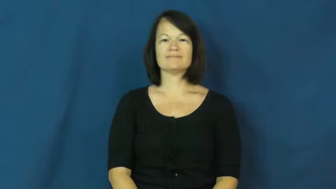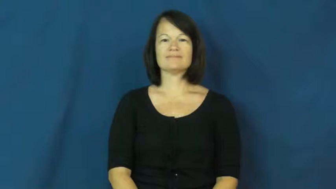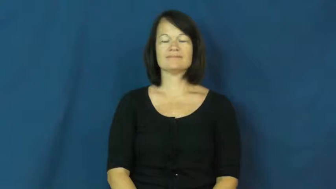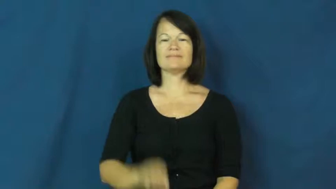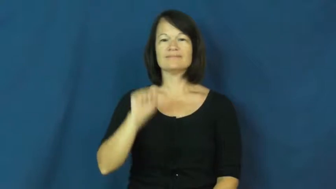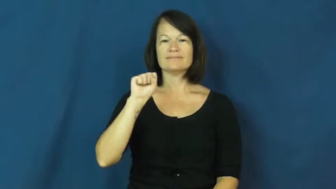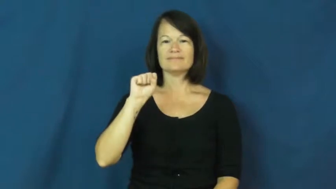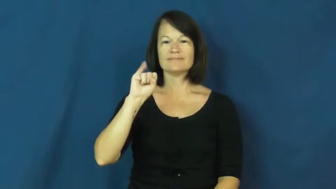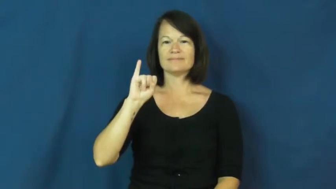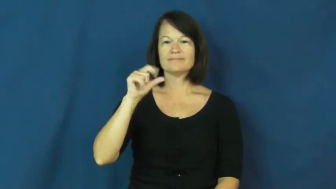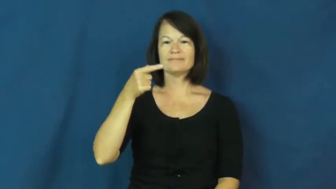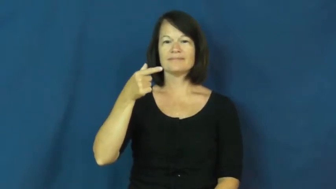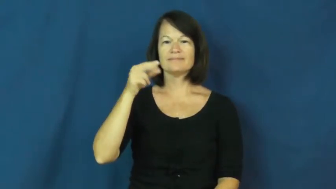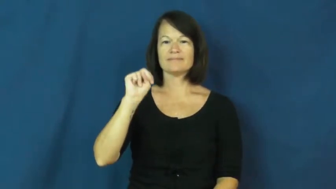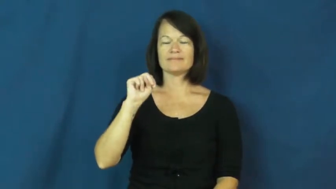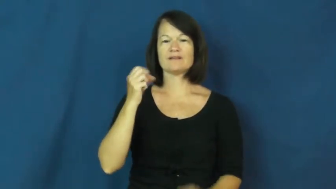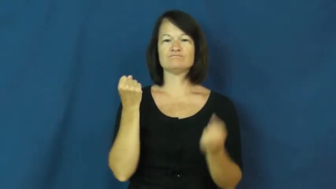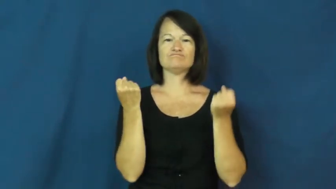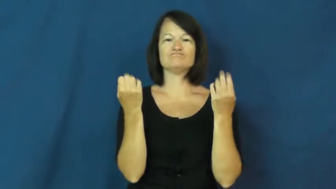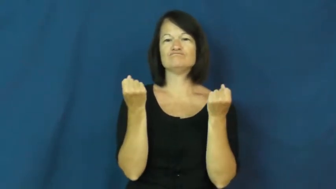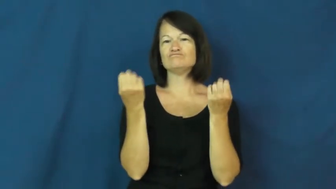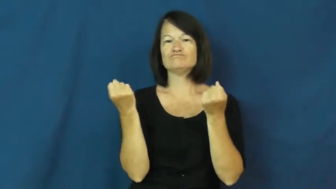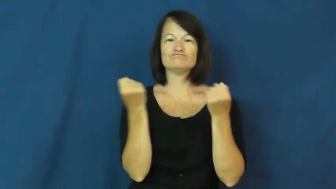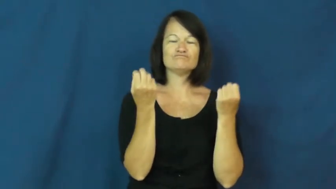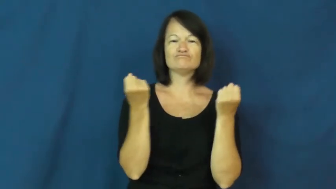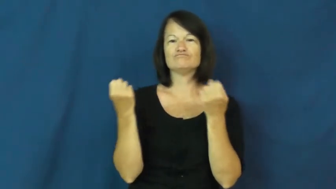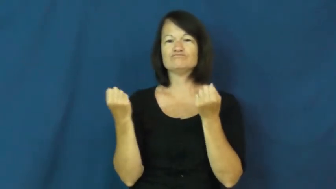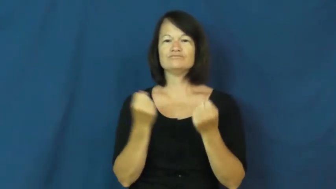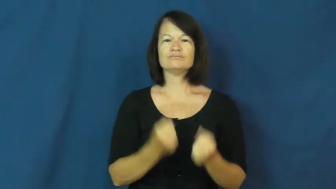sign